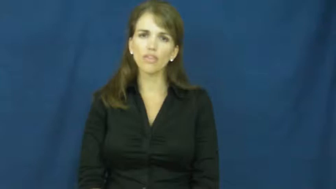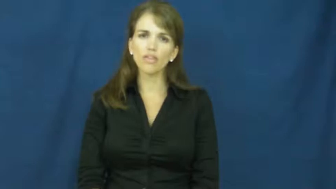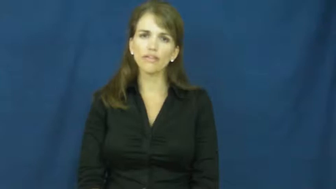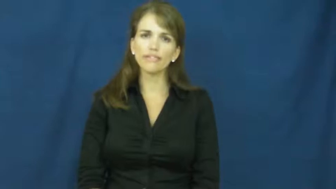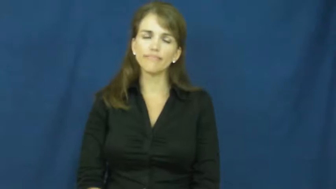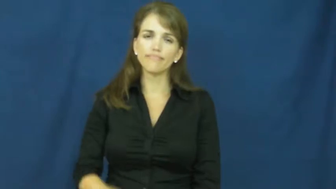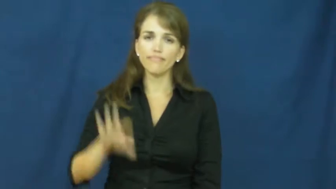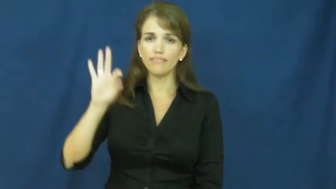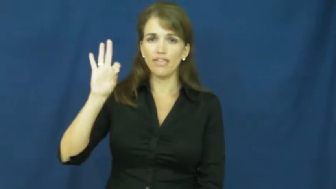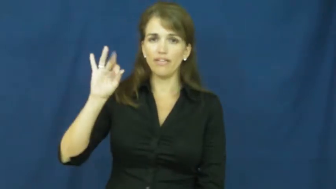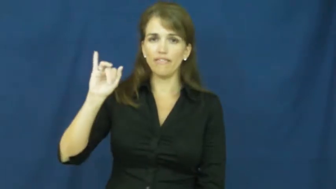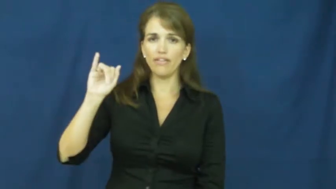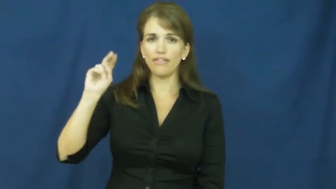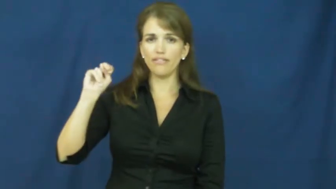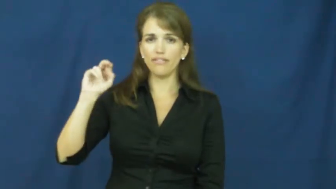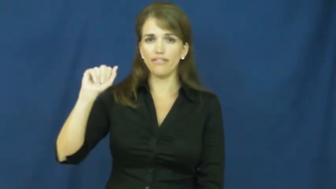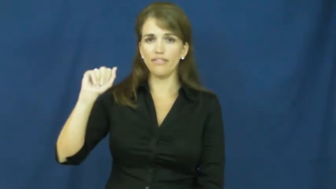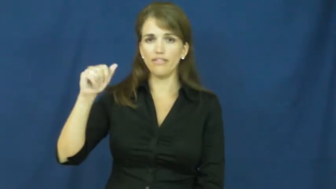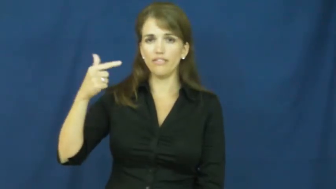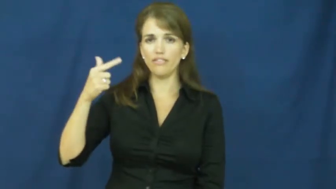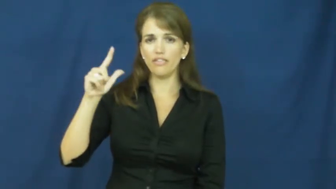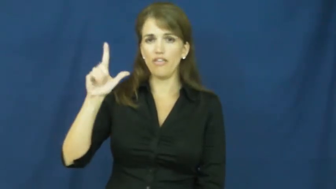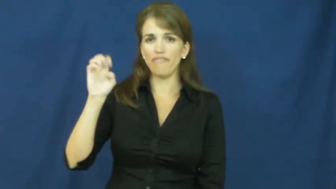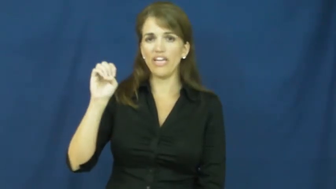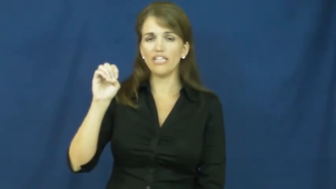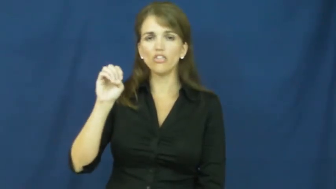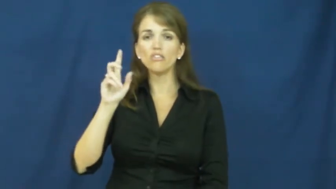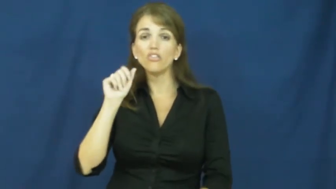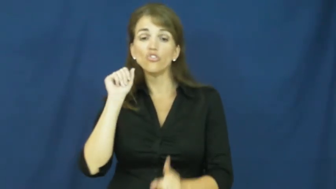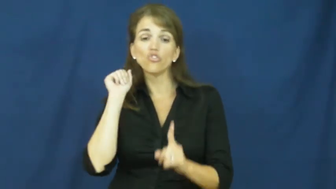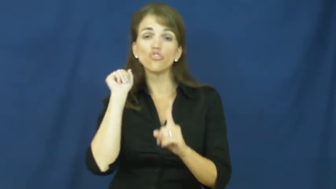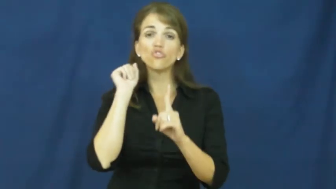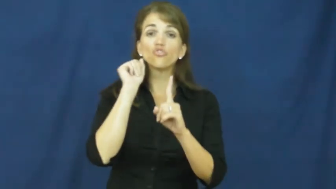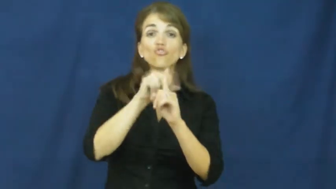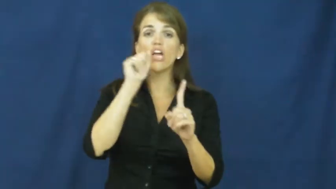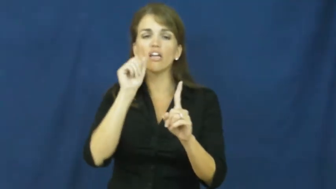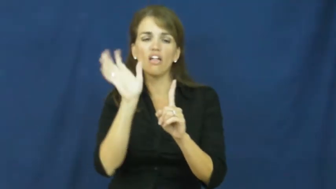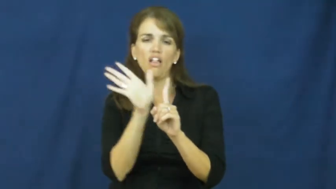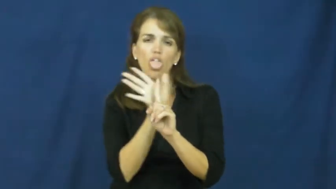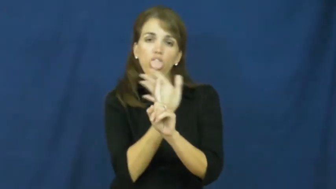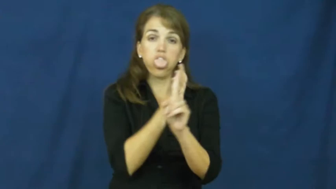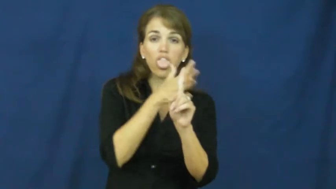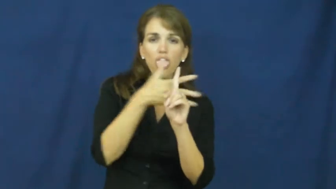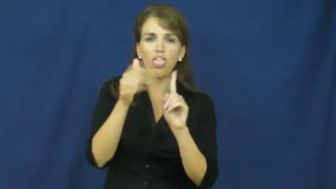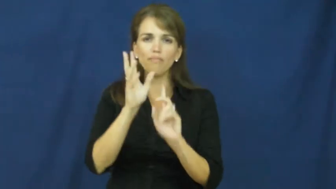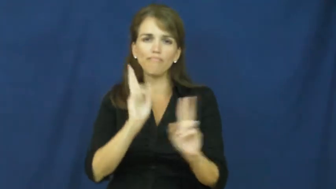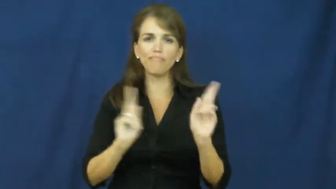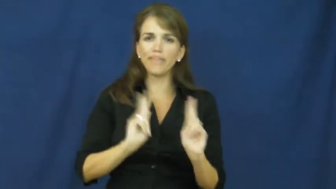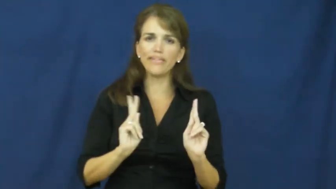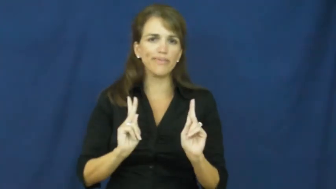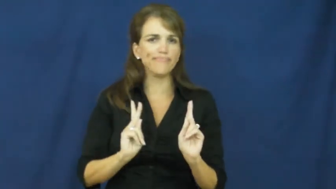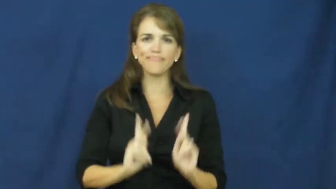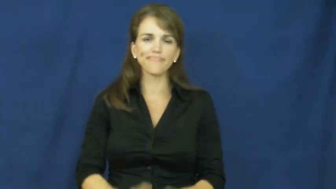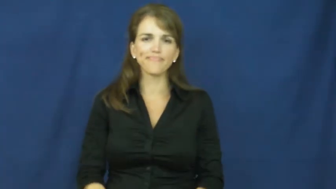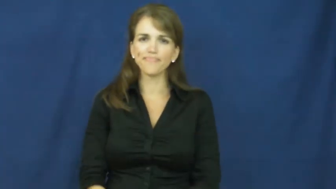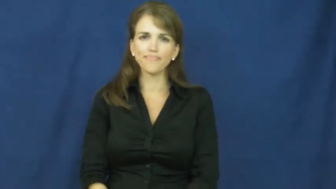finagle